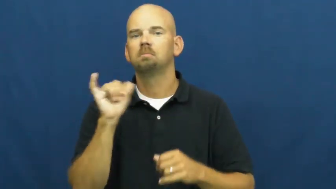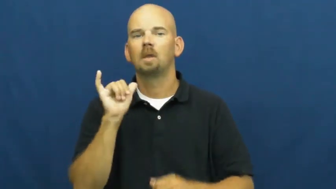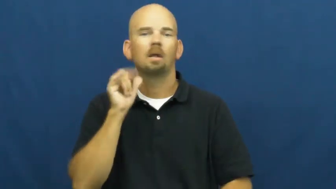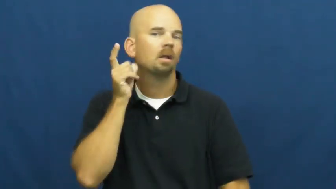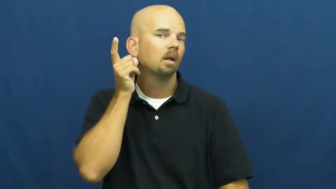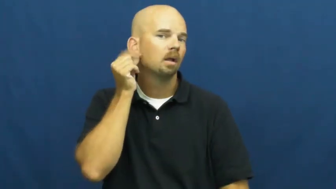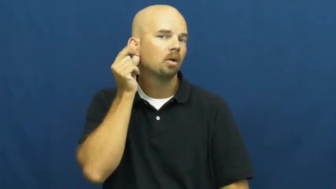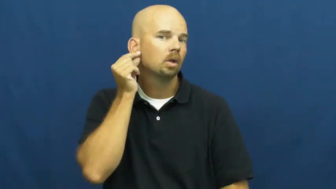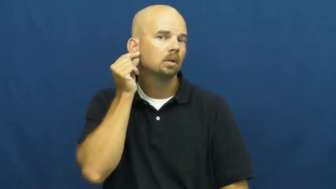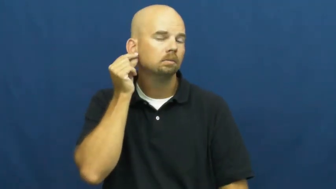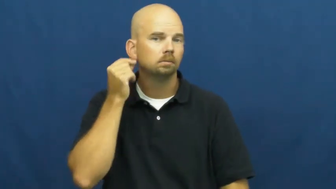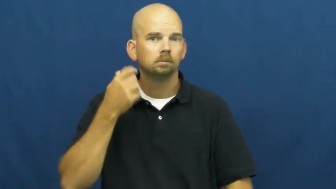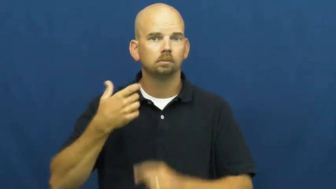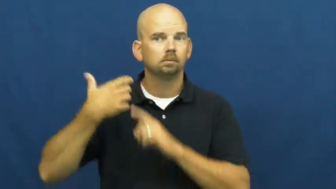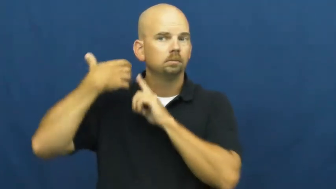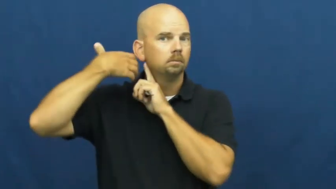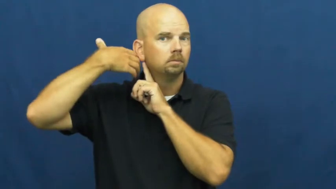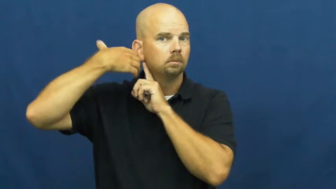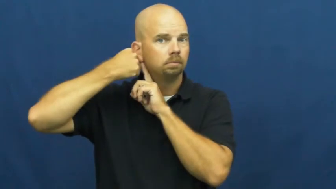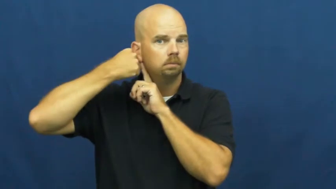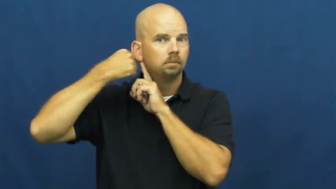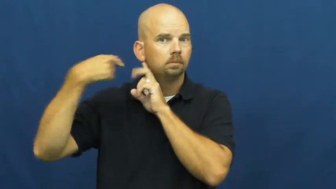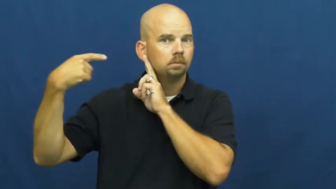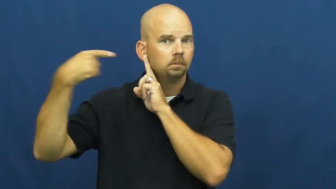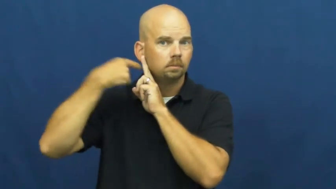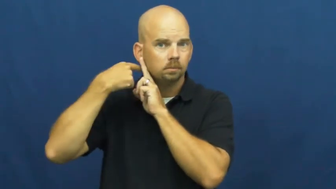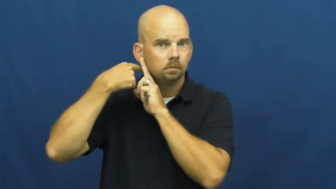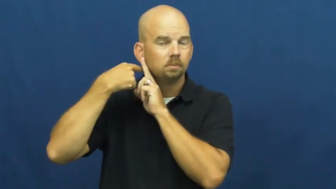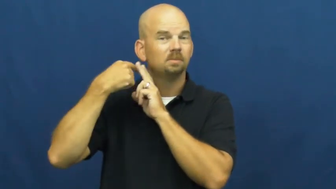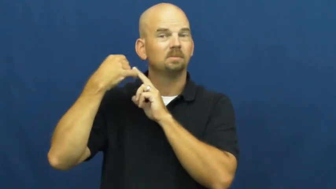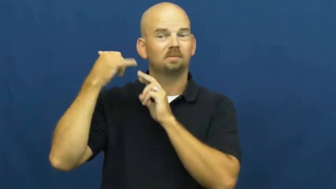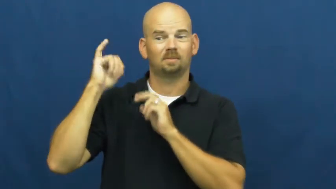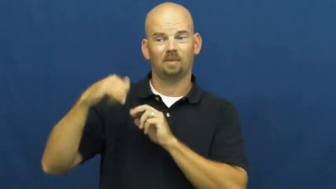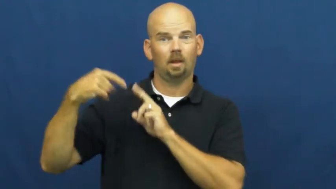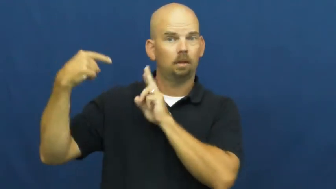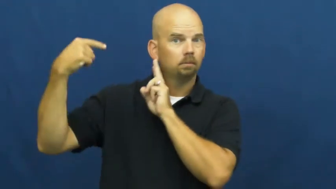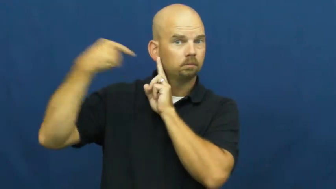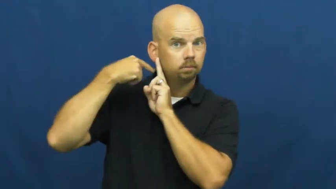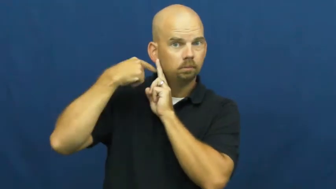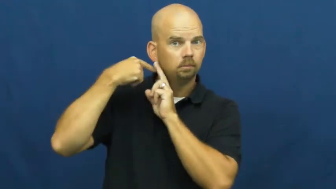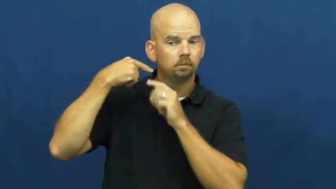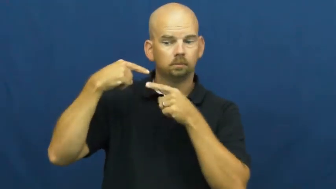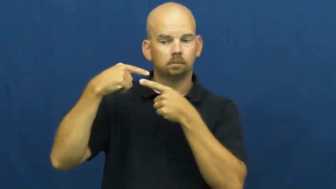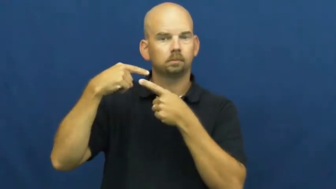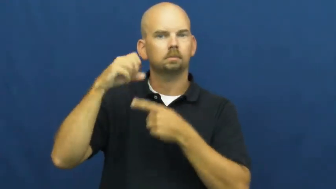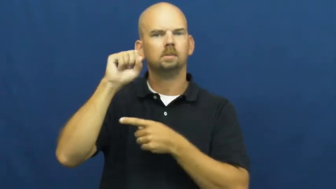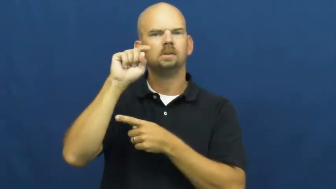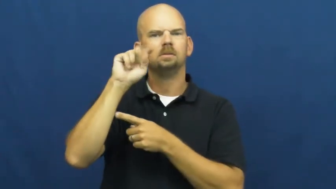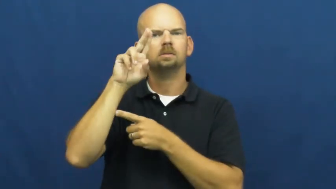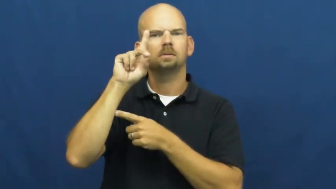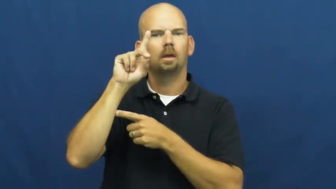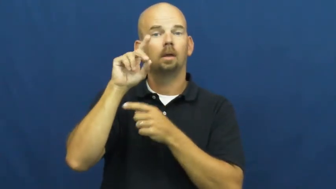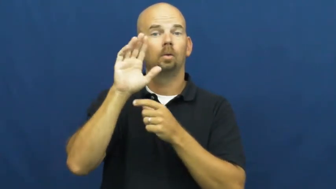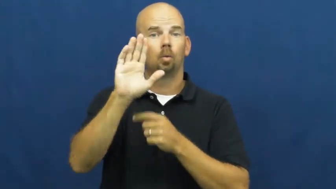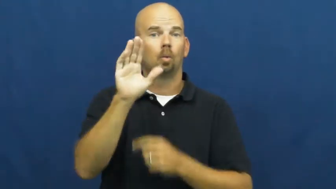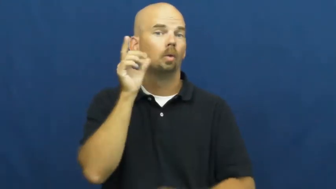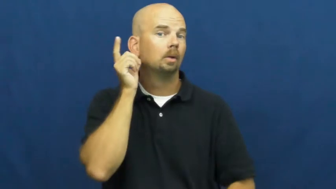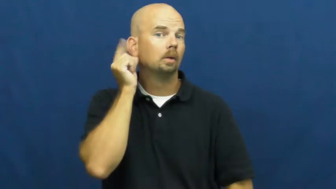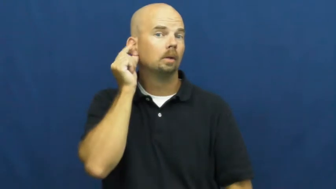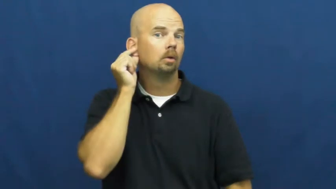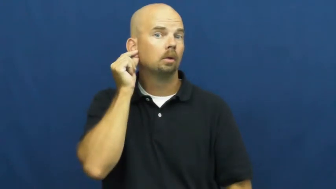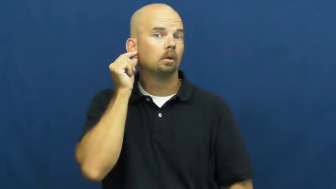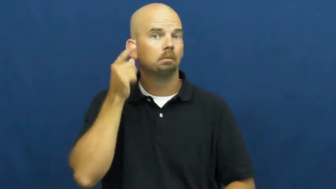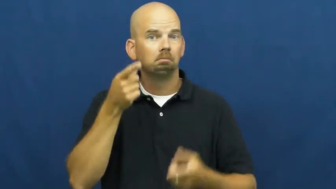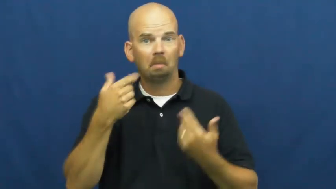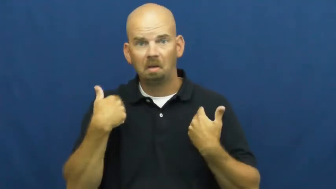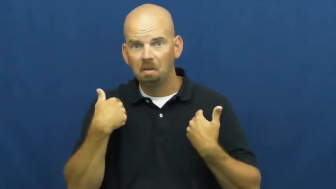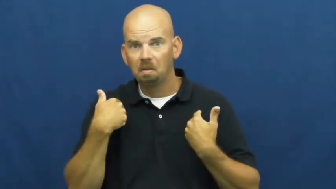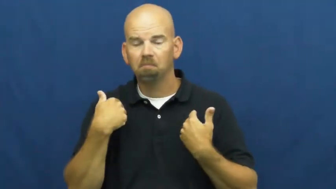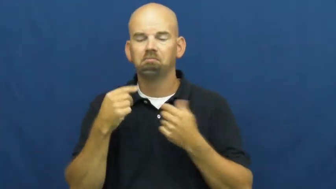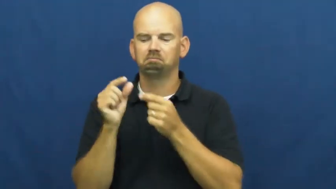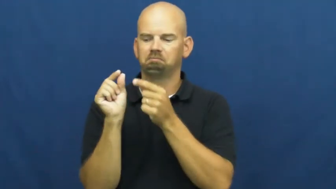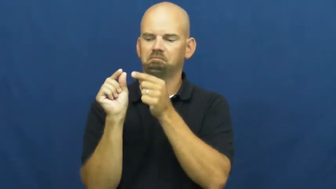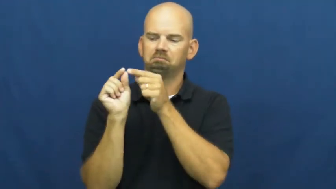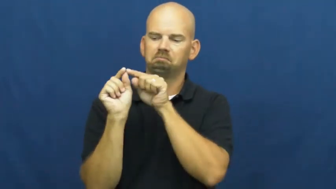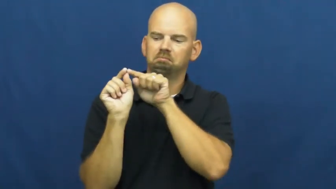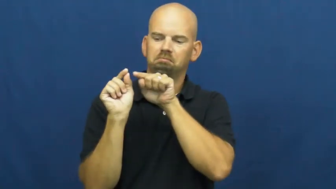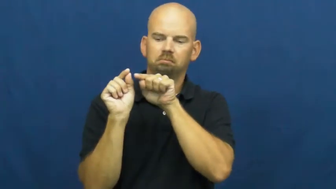stud-earring